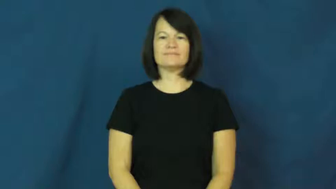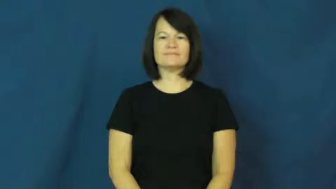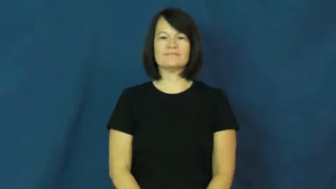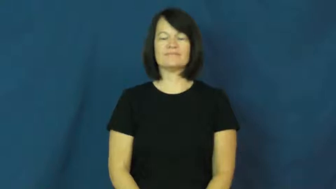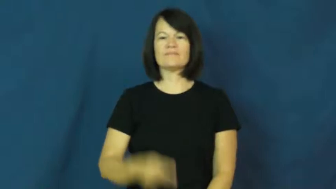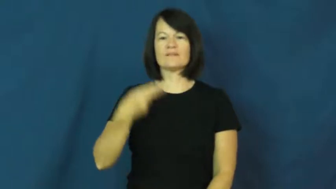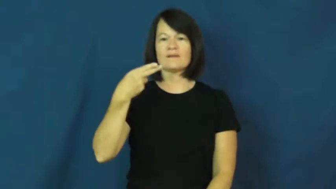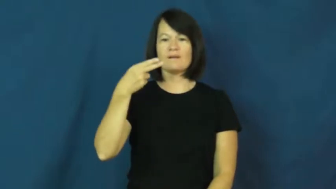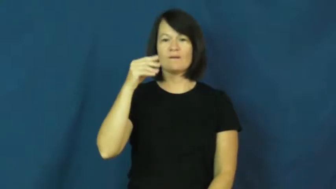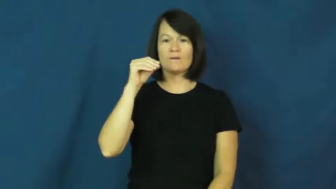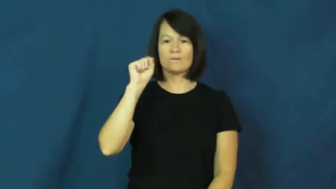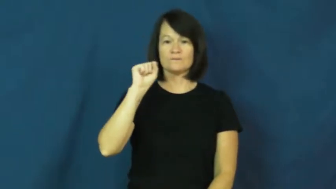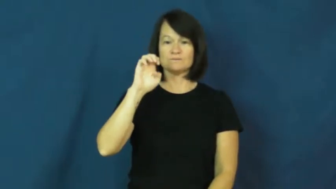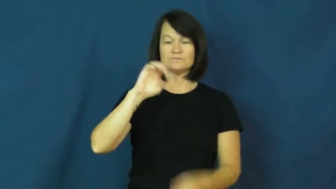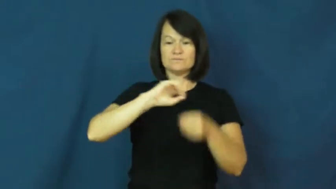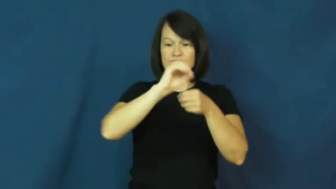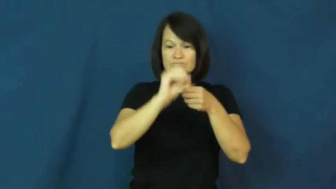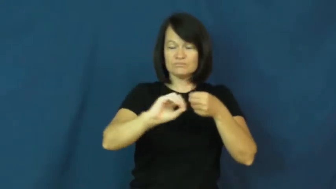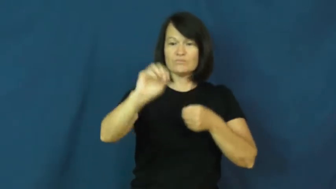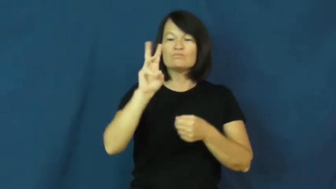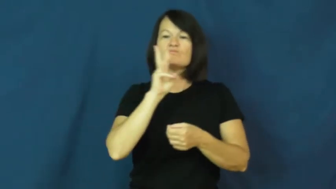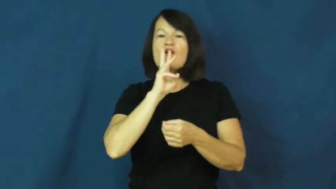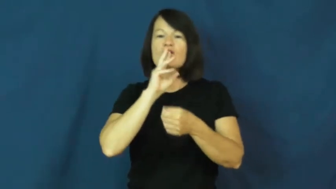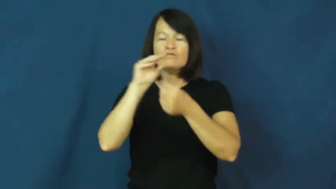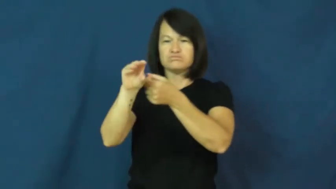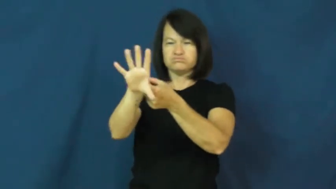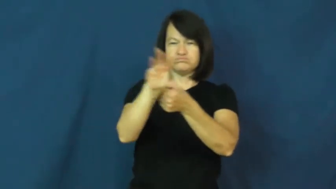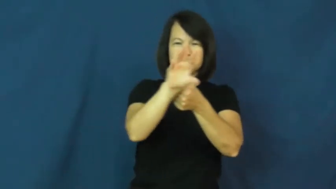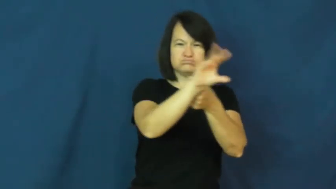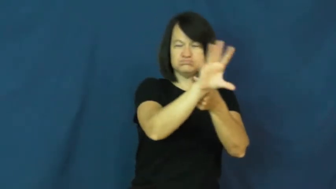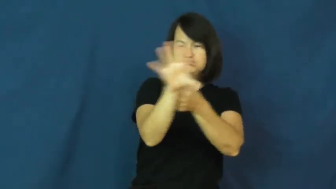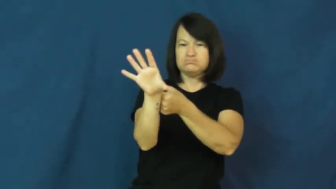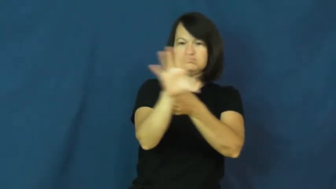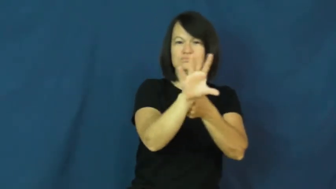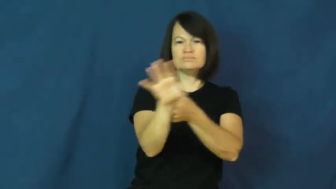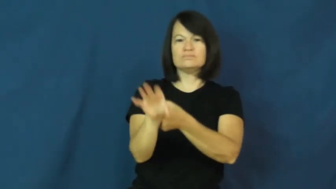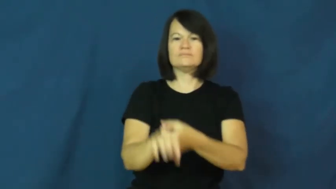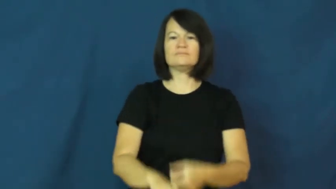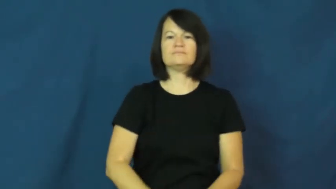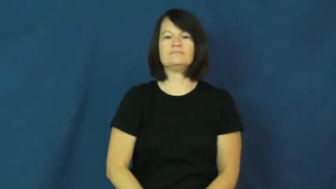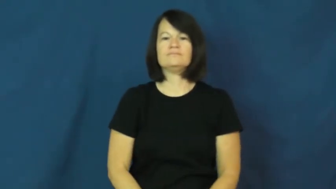hose down,hose off-spray